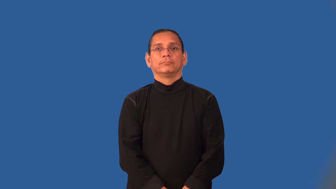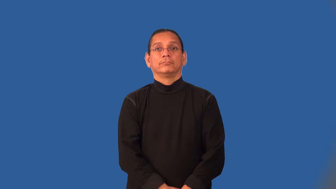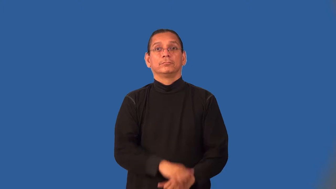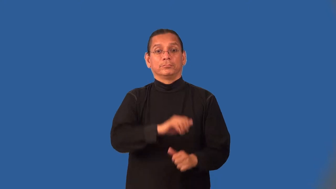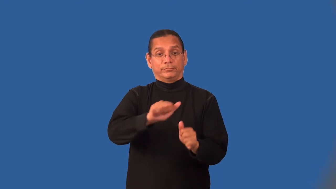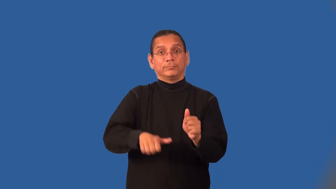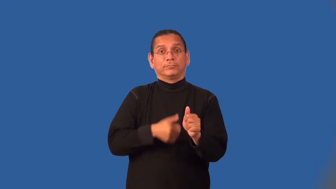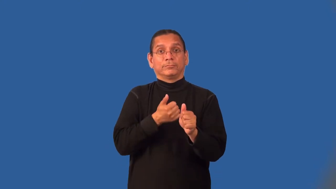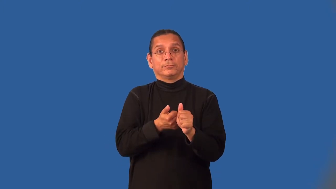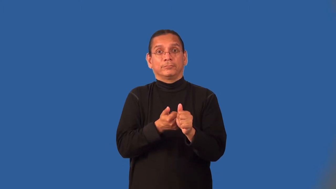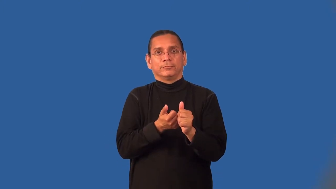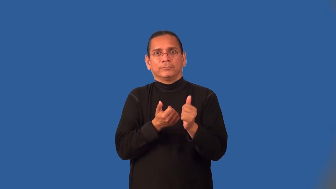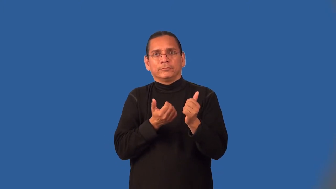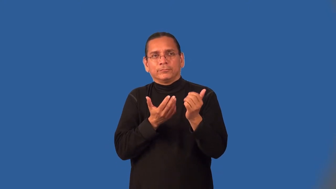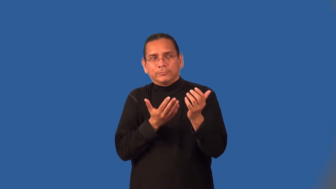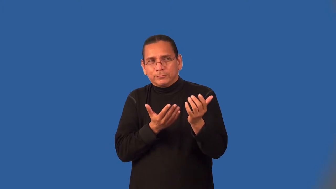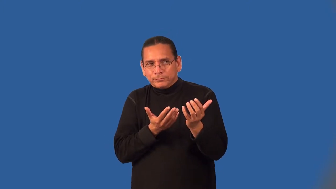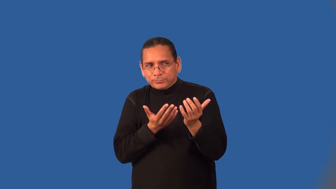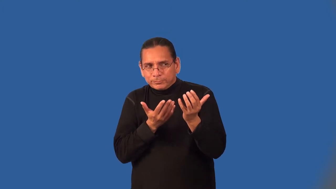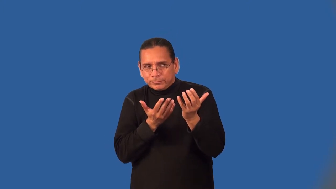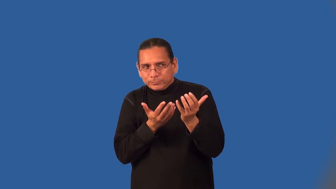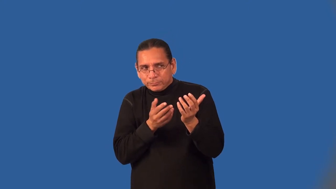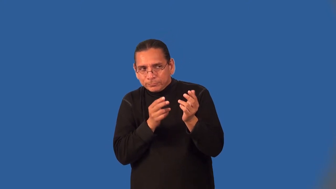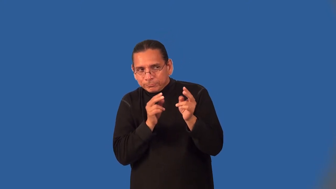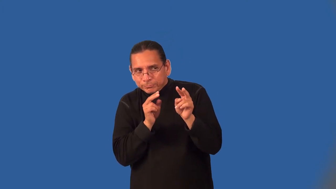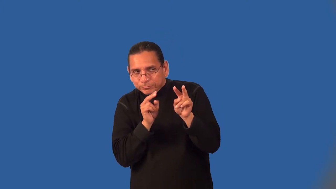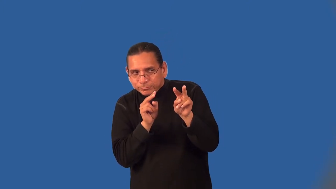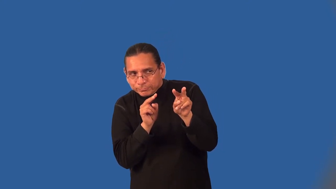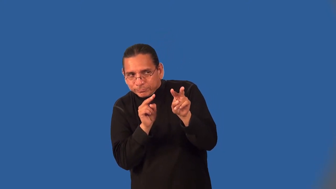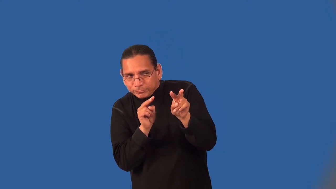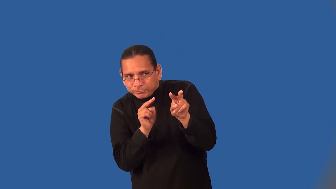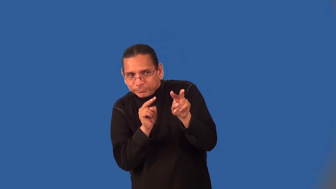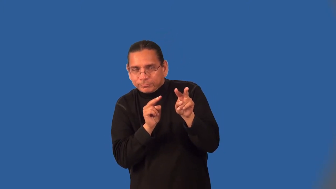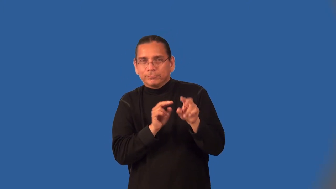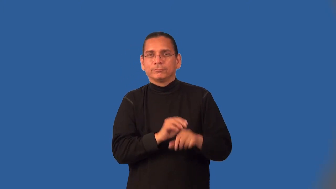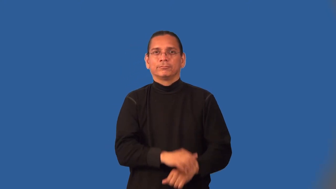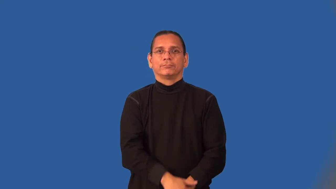lurk,lurk about,lurk around